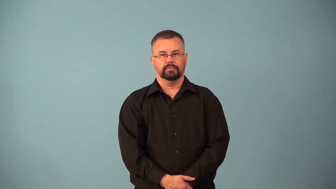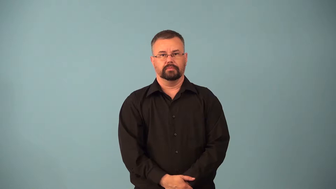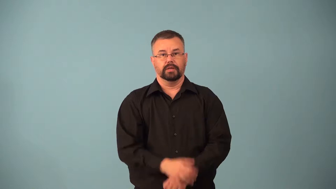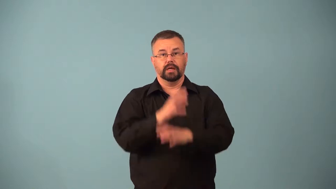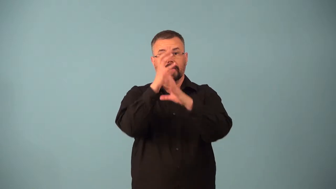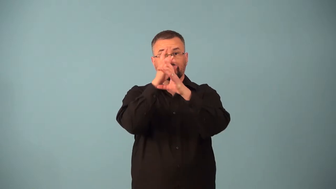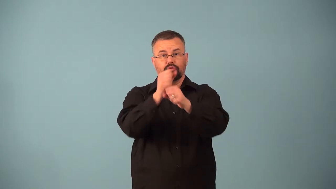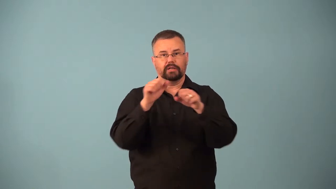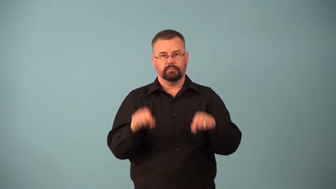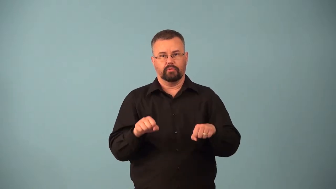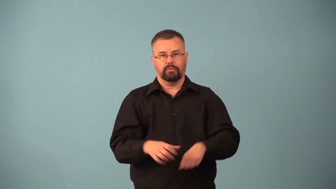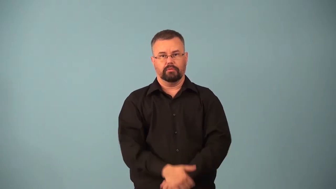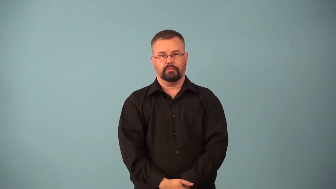attractable